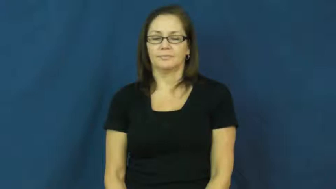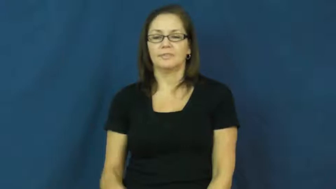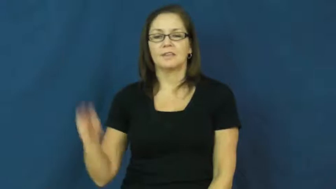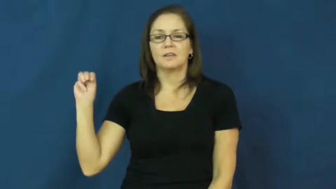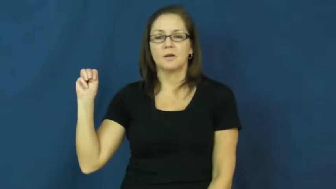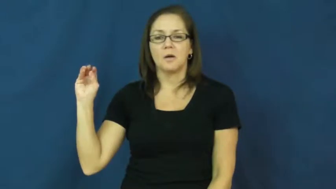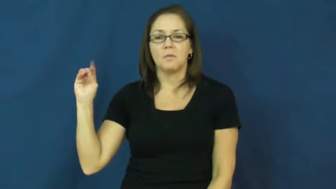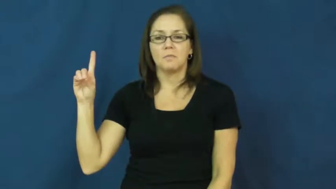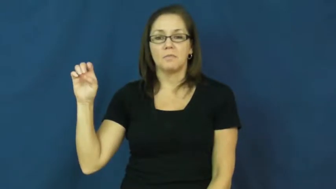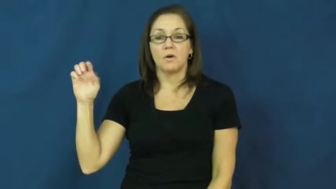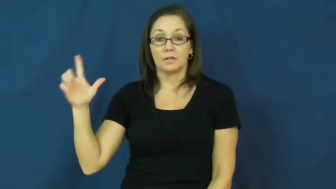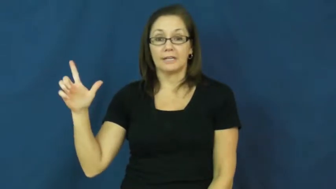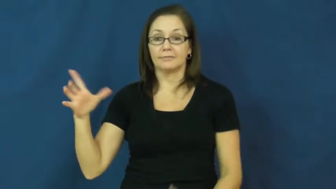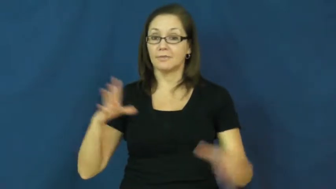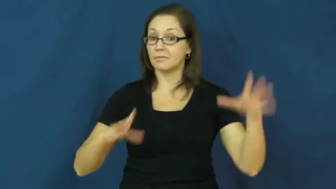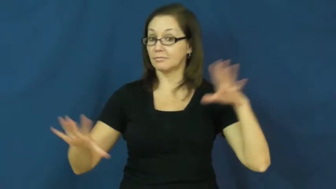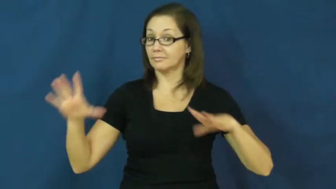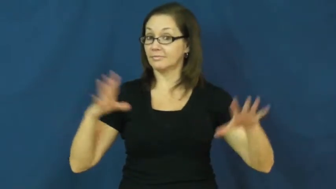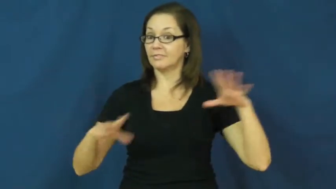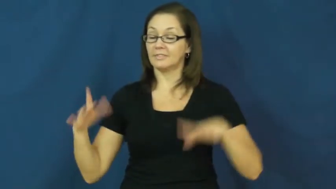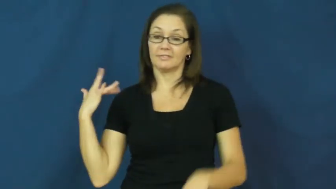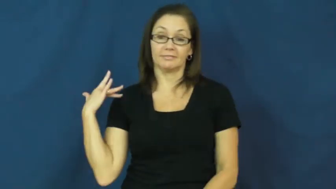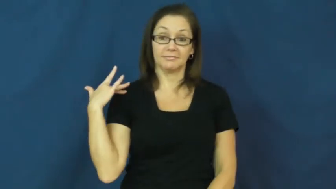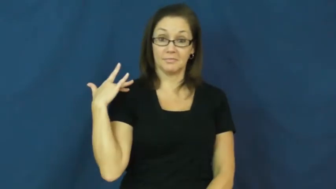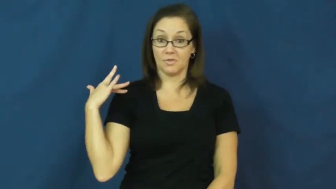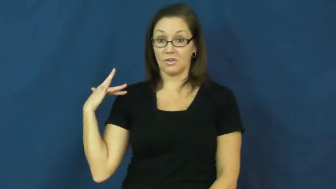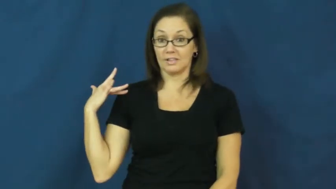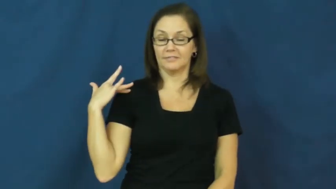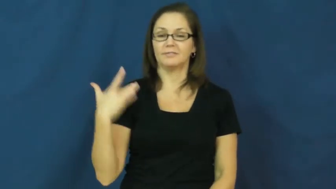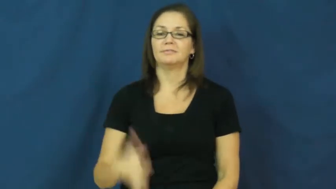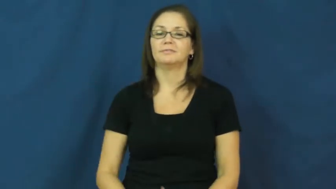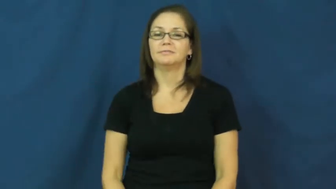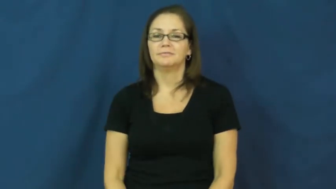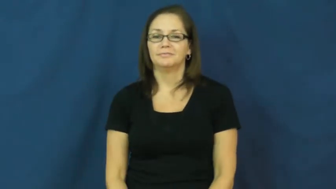model-fashion